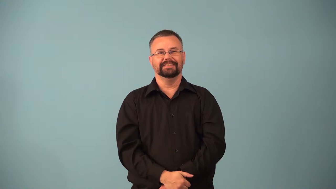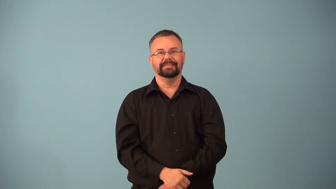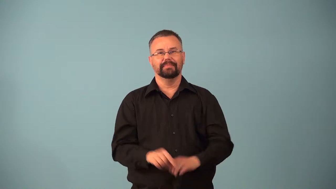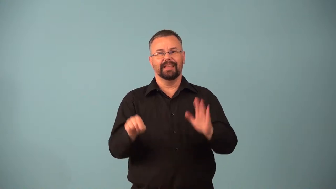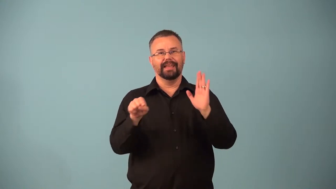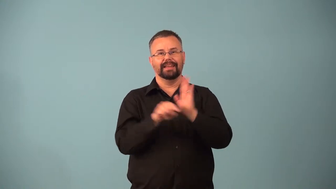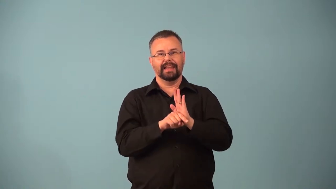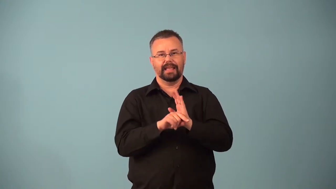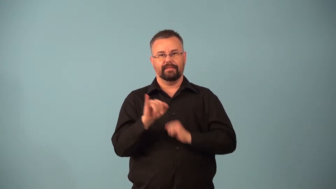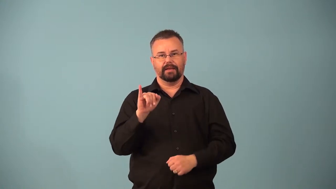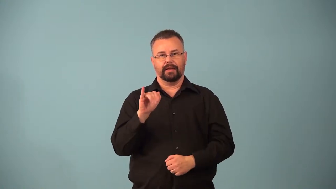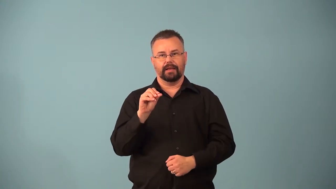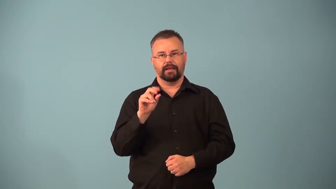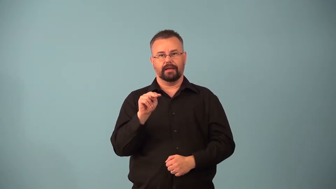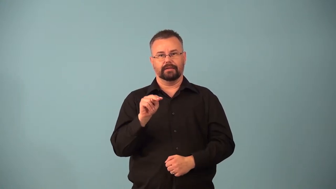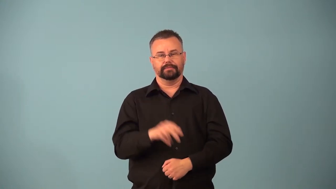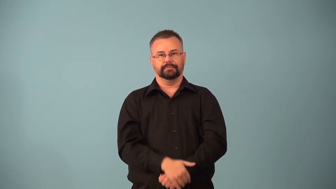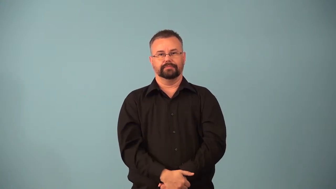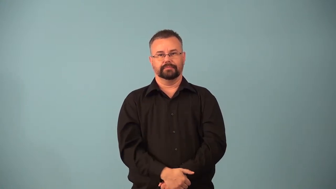anion